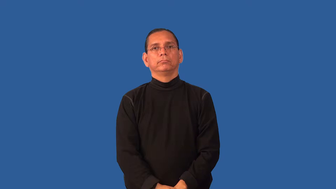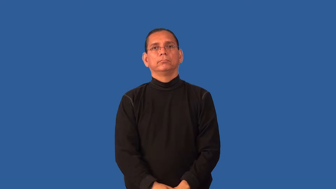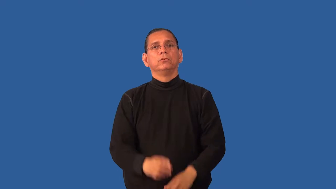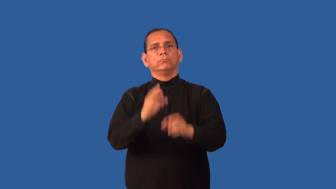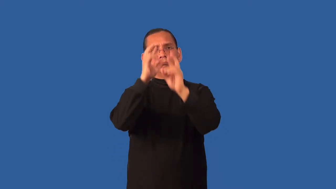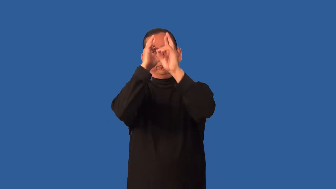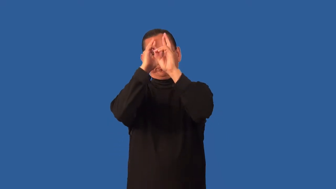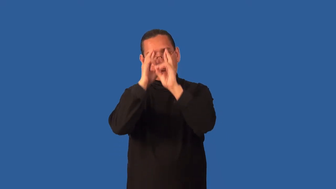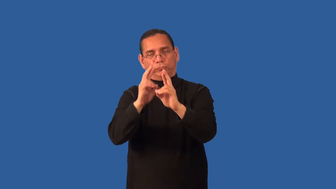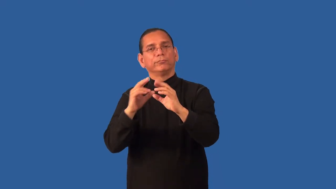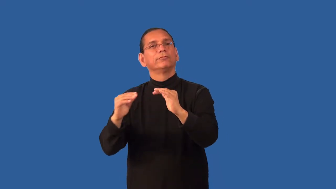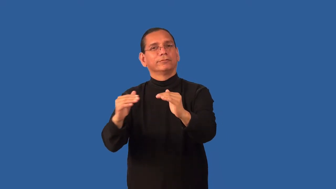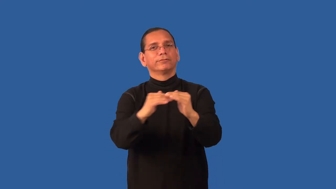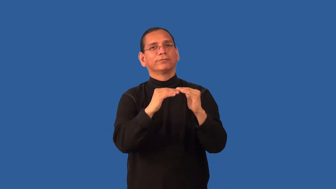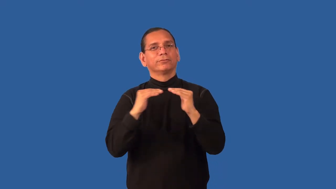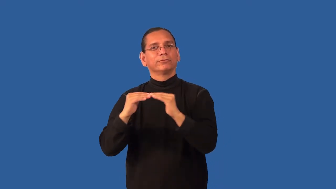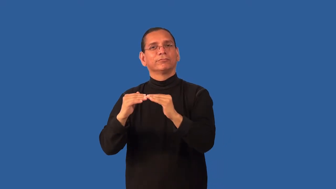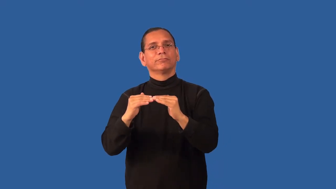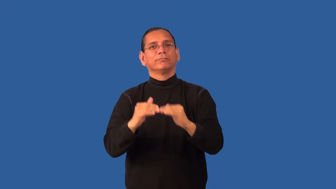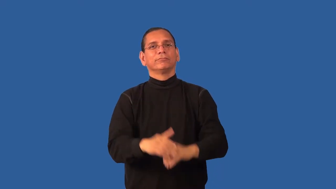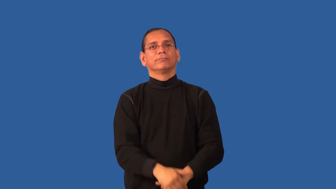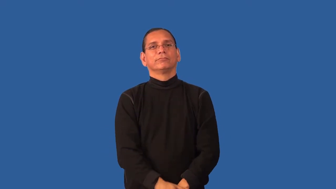equity-treatment